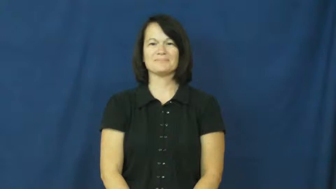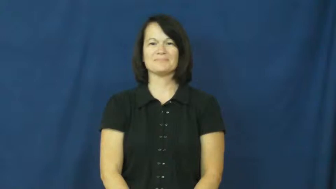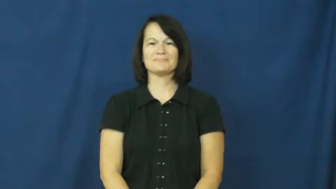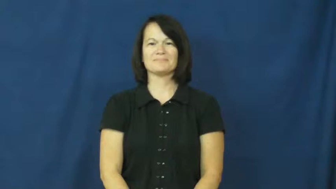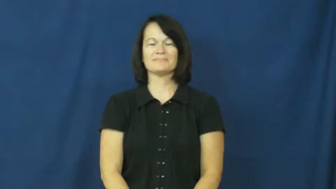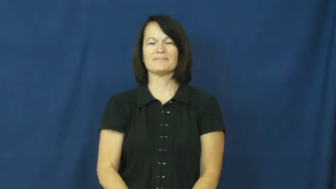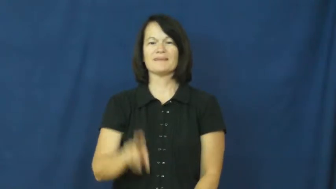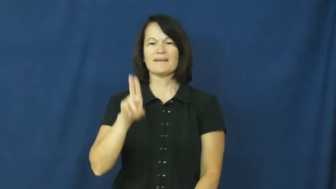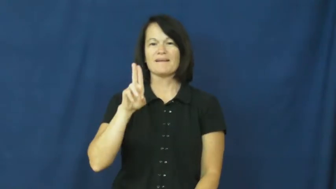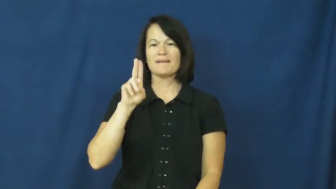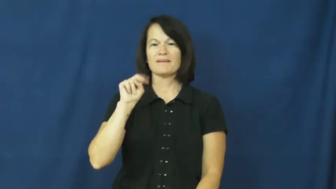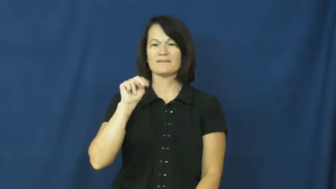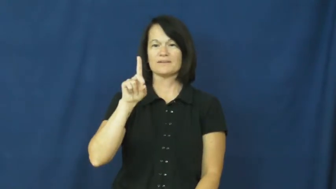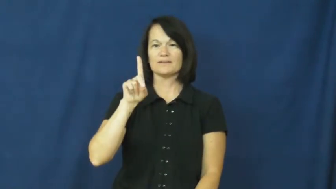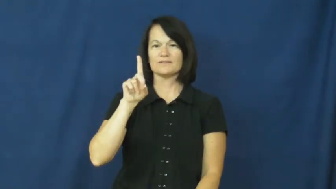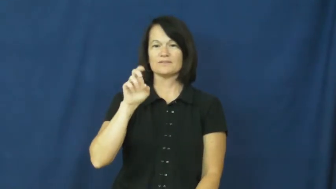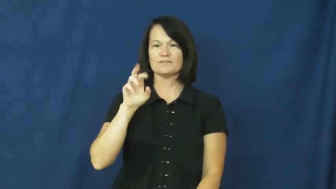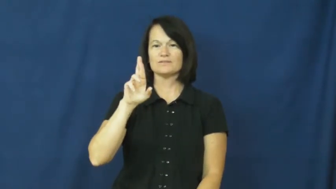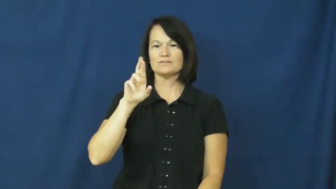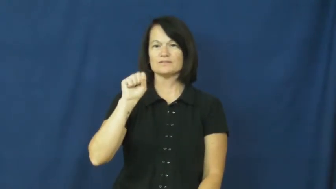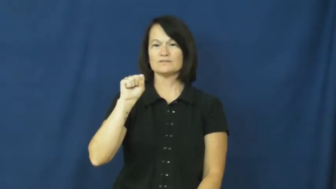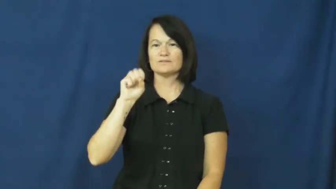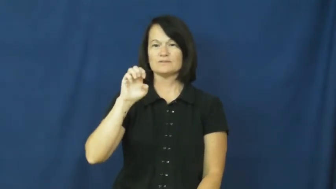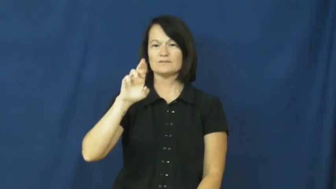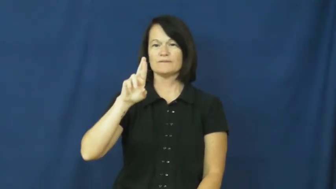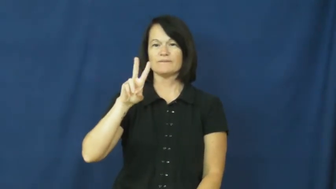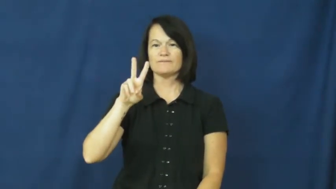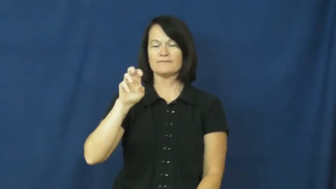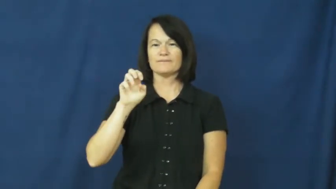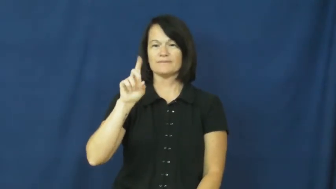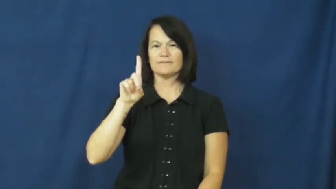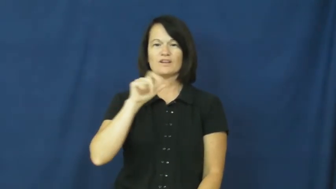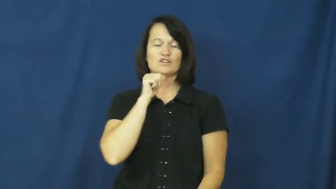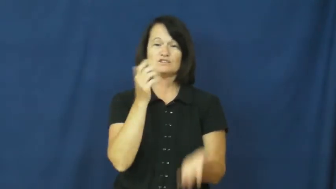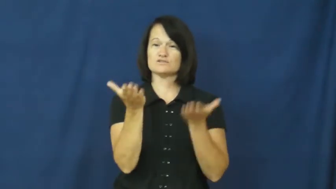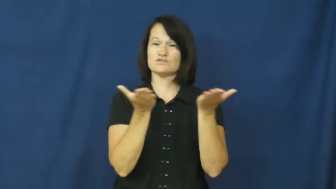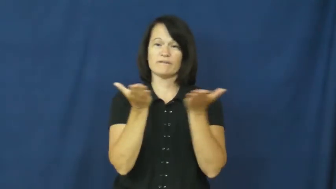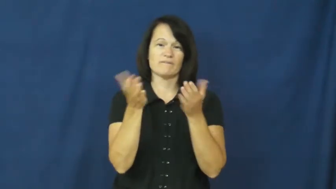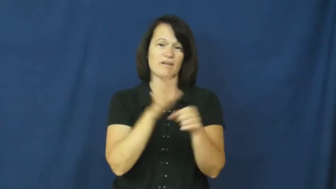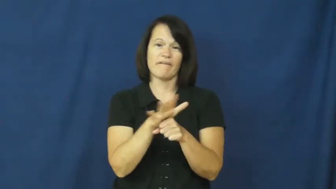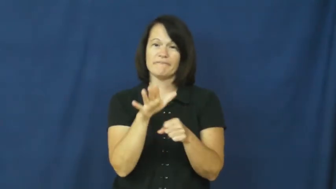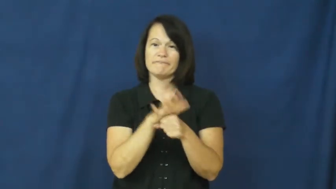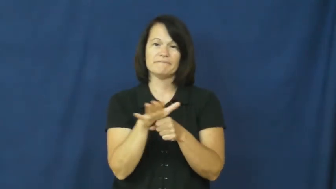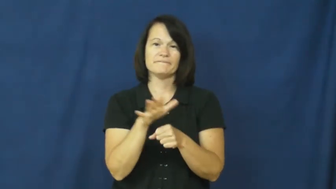underserved